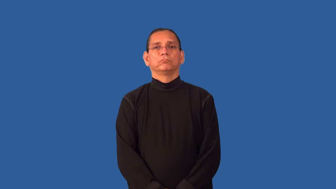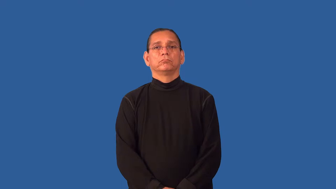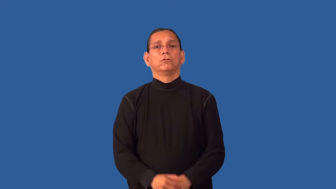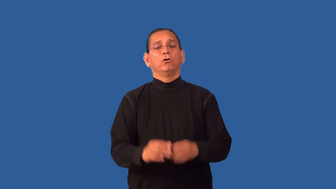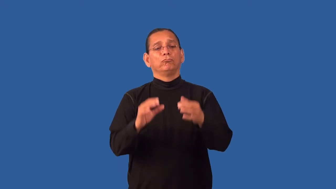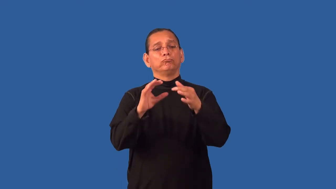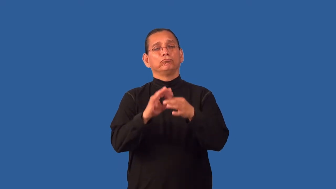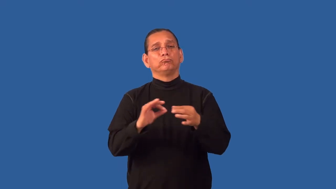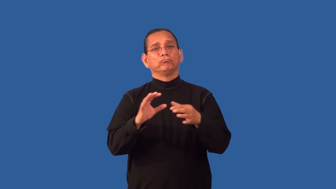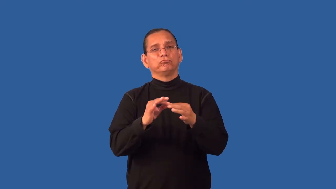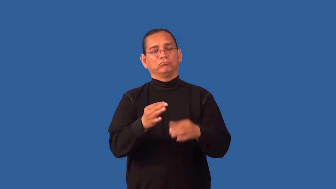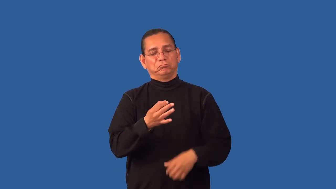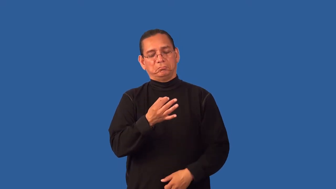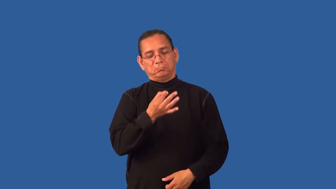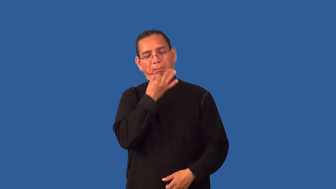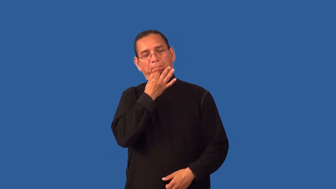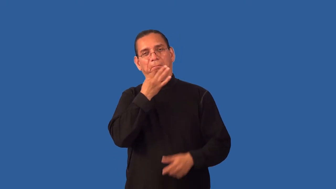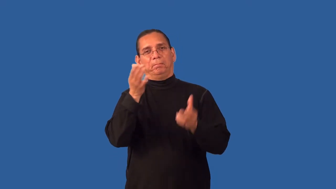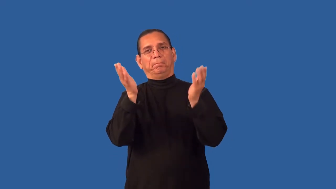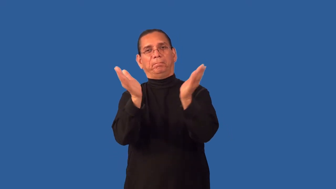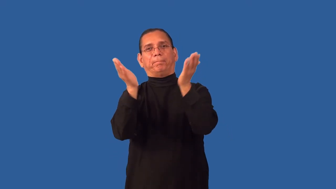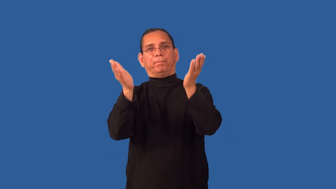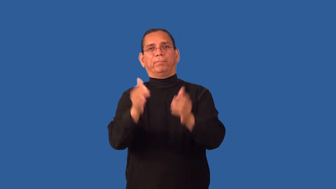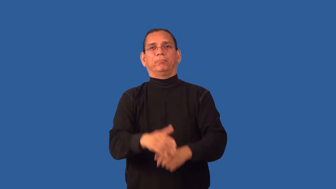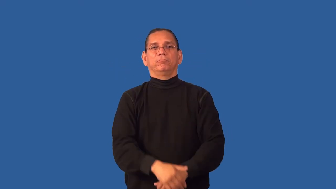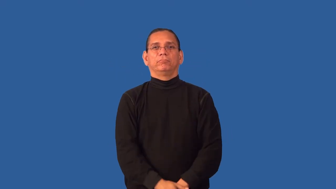glib